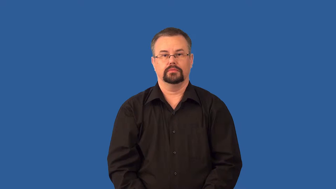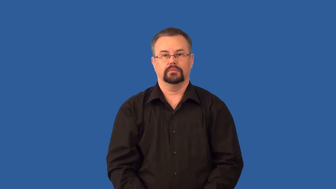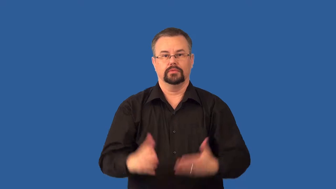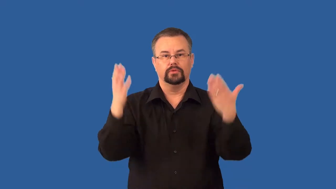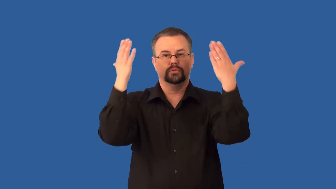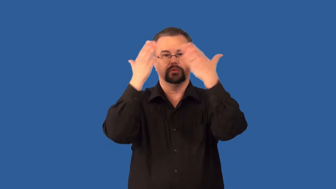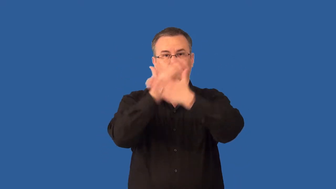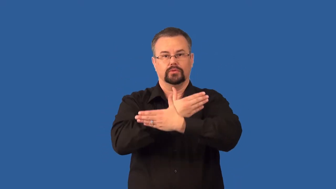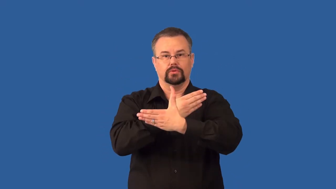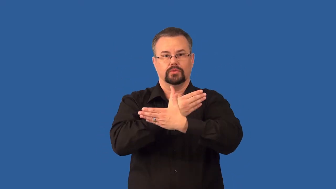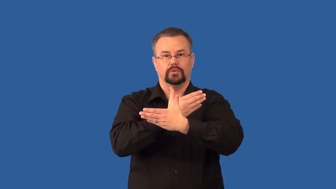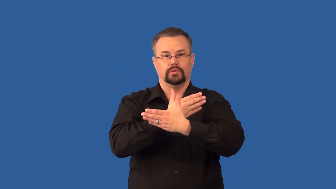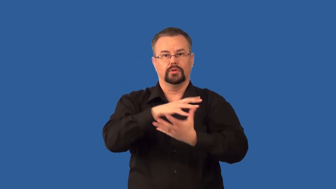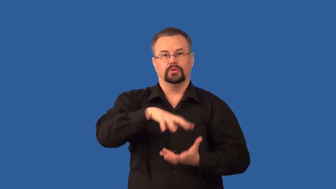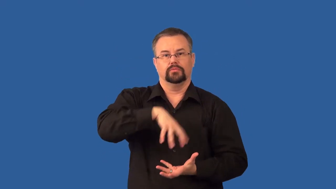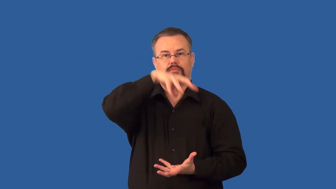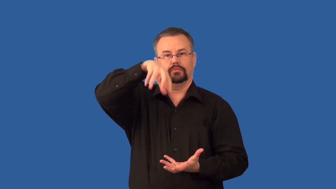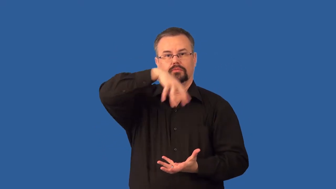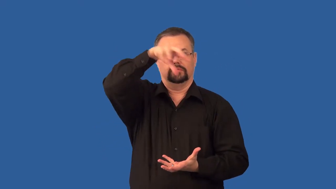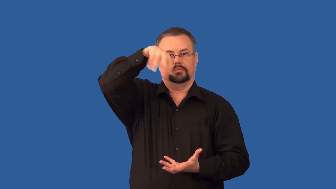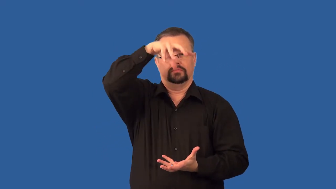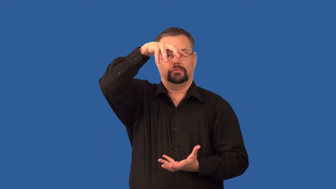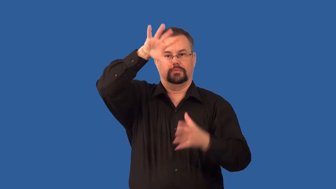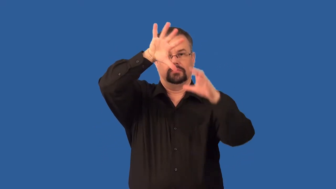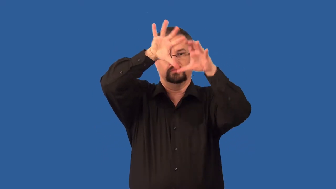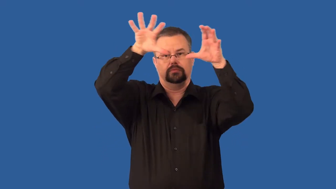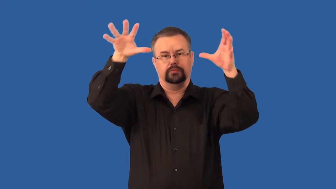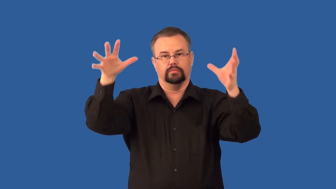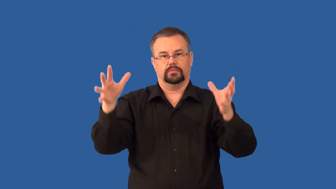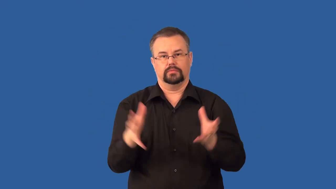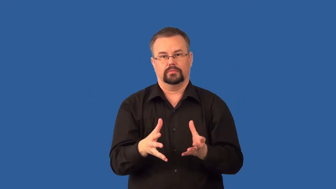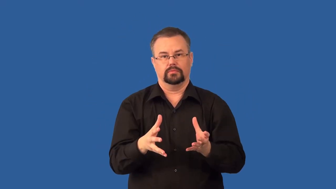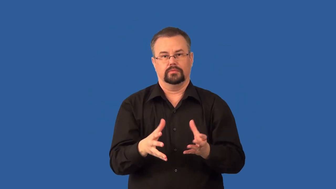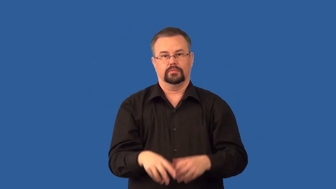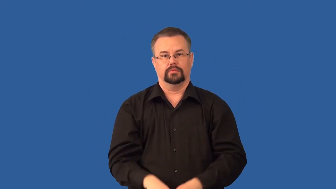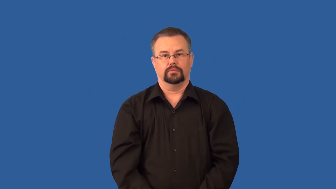cumulonimbus